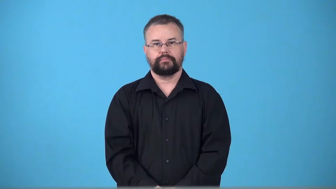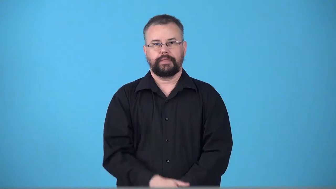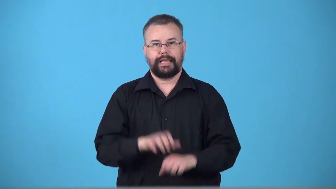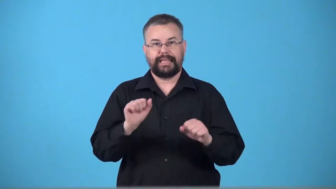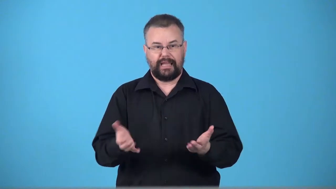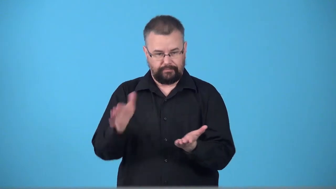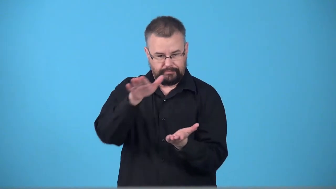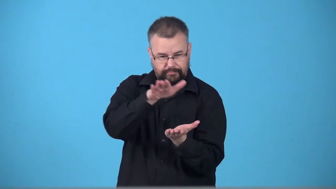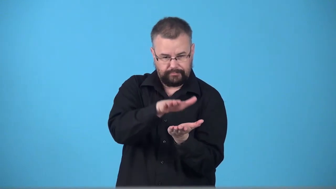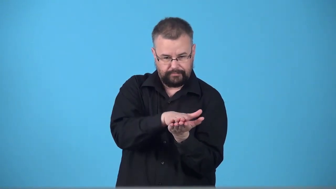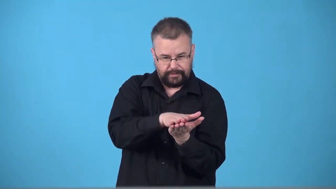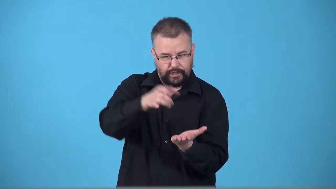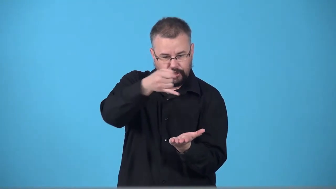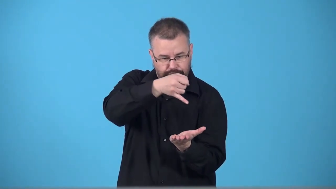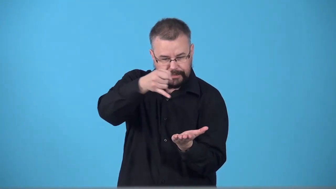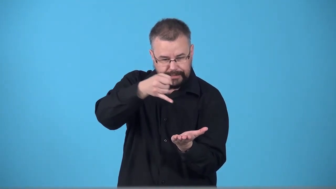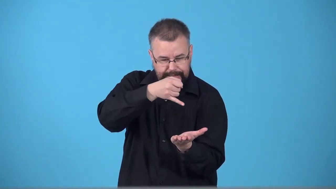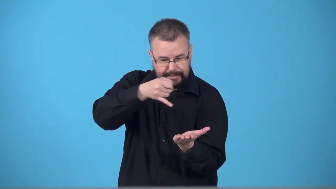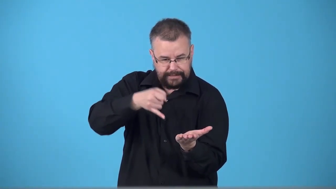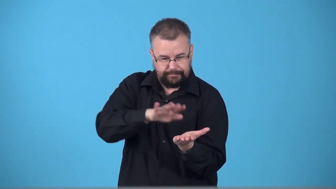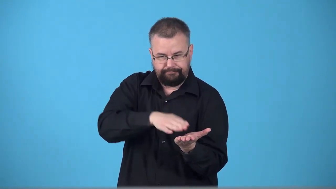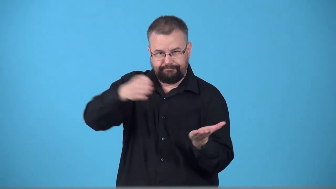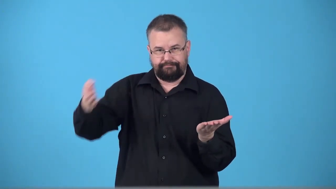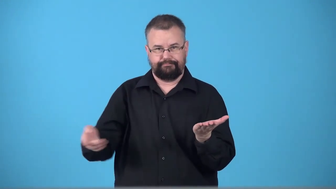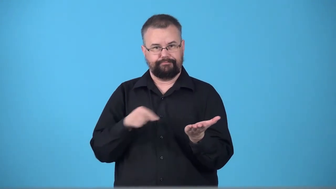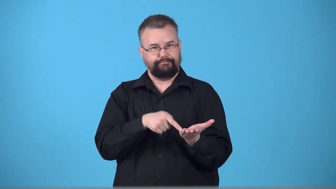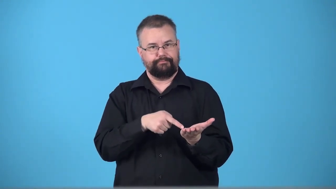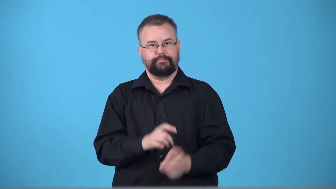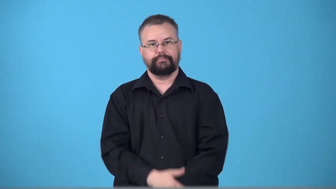traceable-can draw